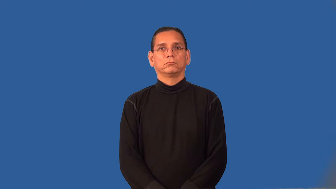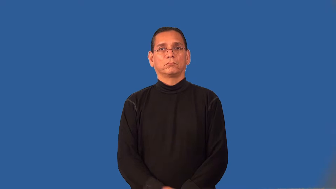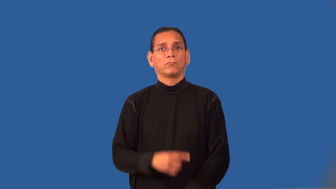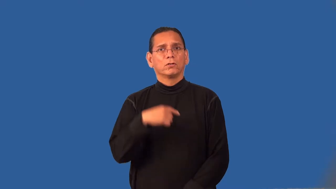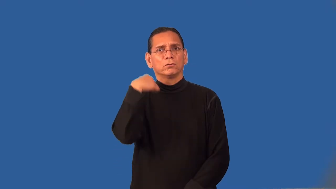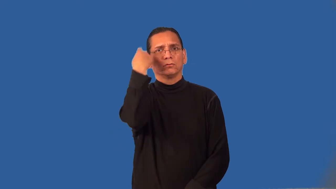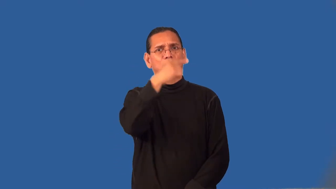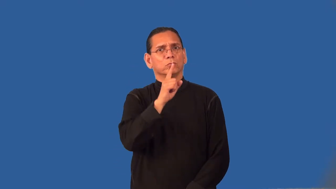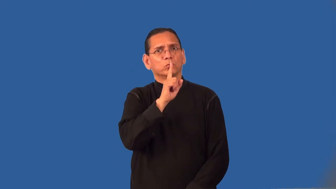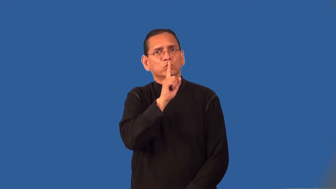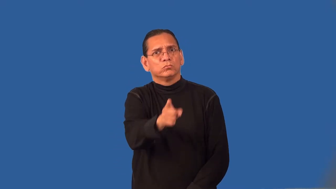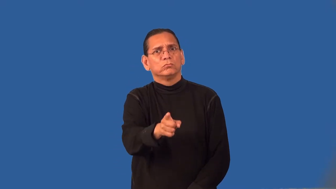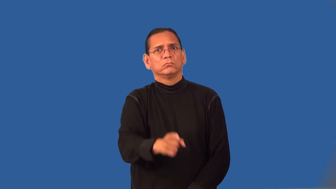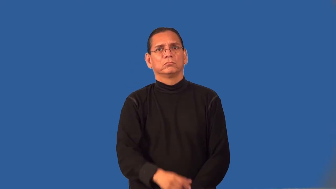realistic-looks real